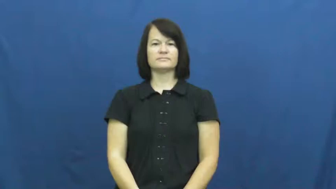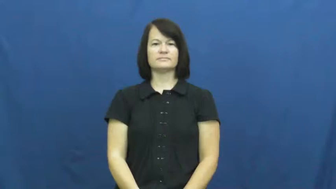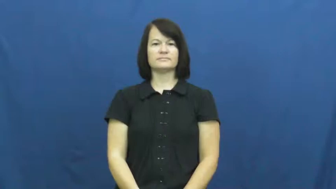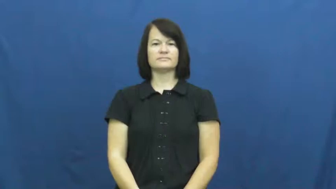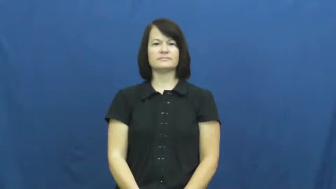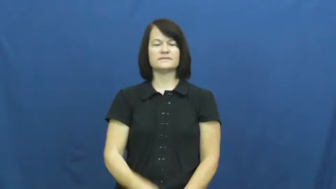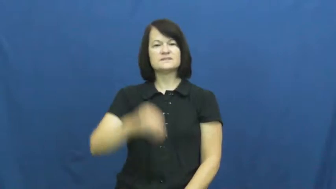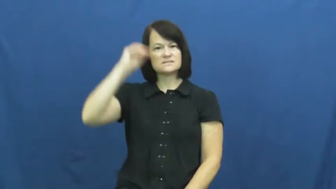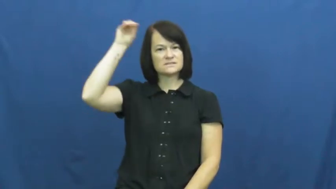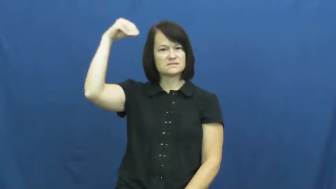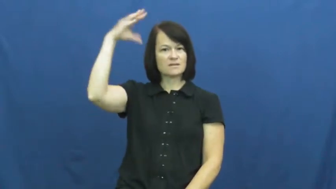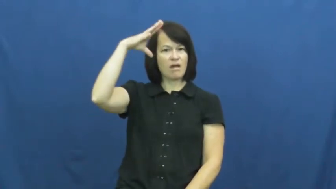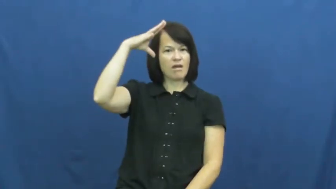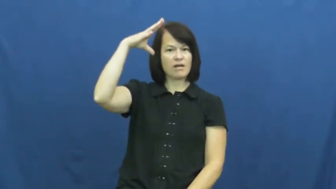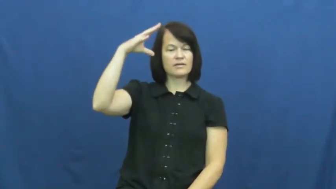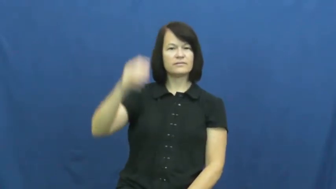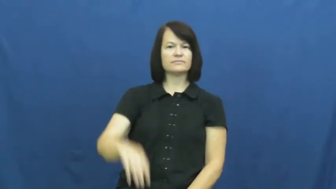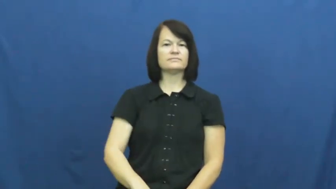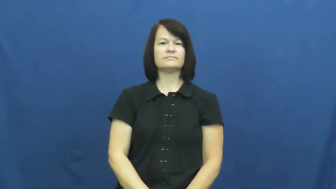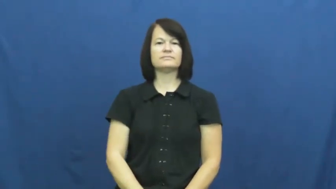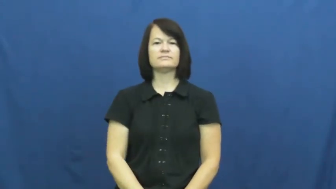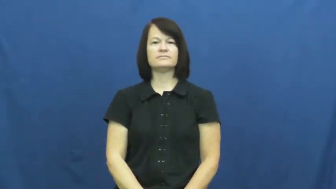sun